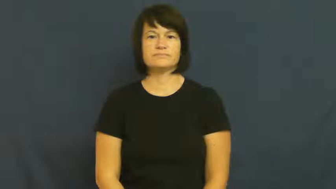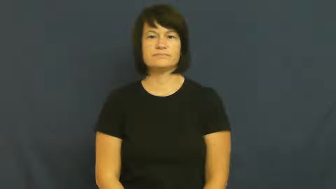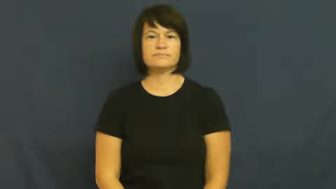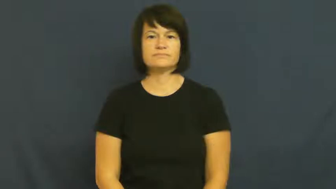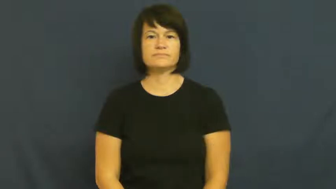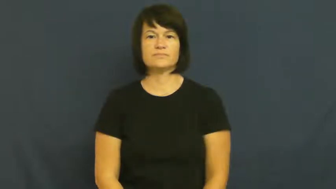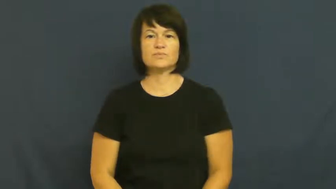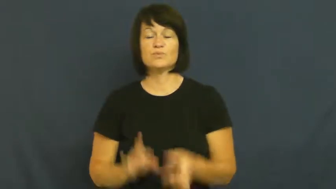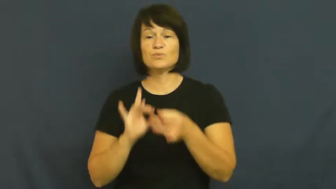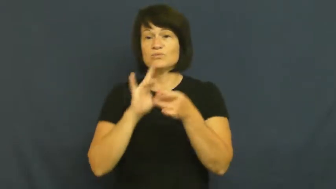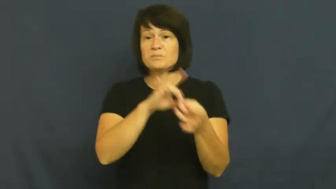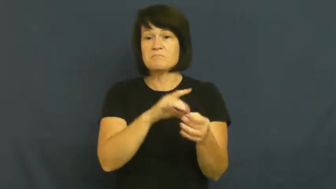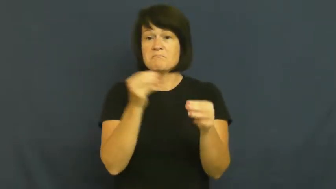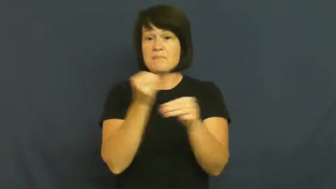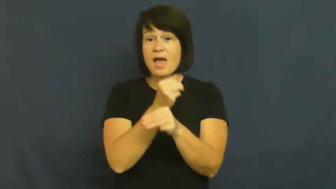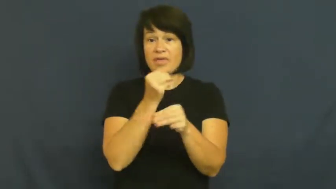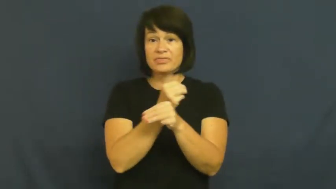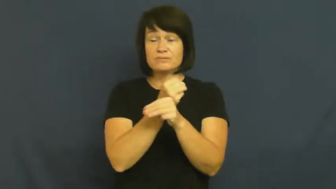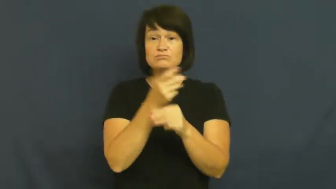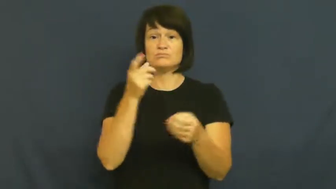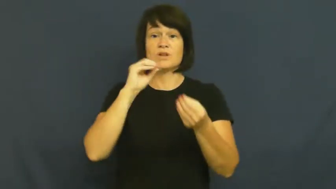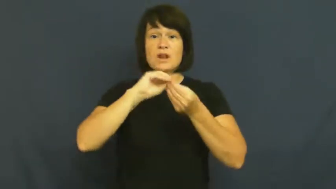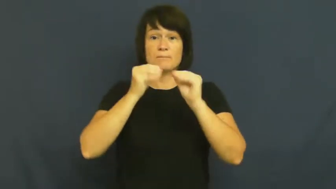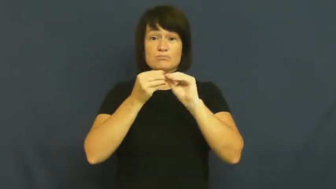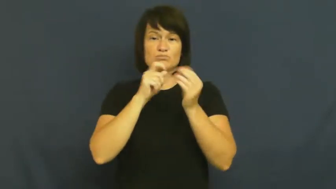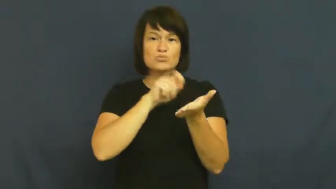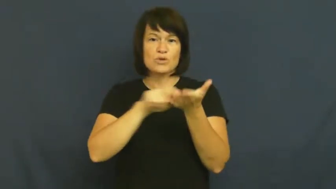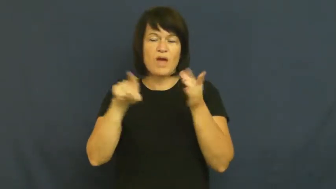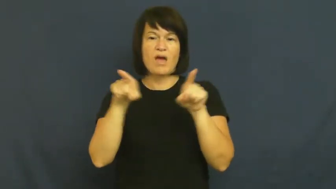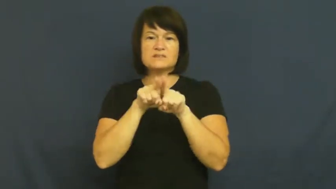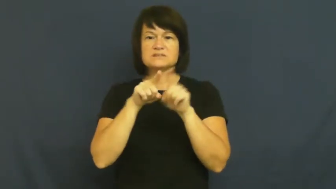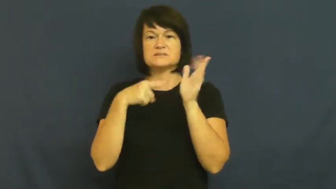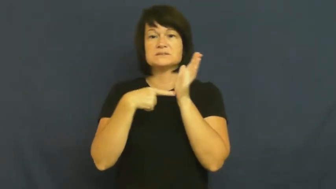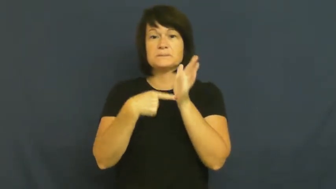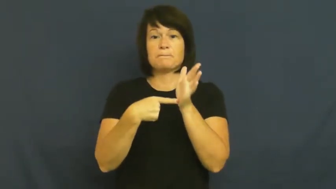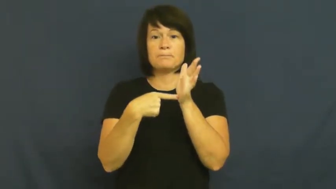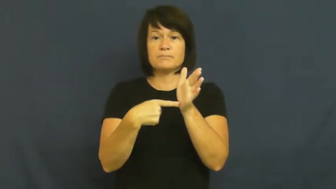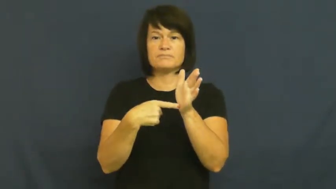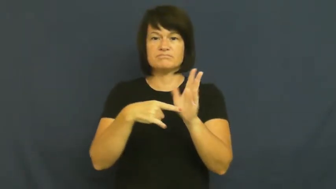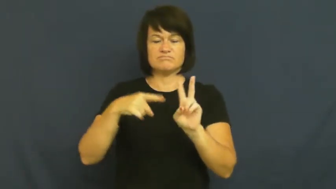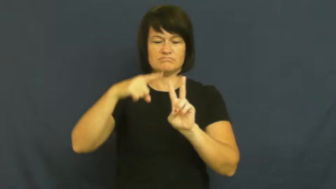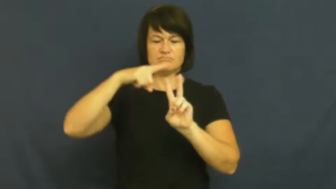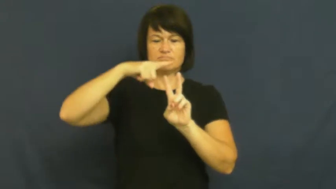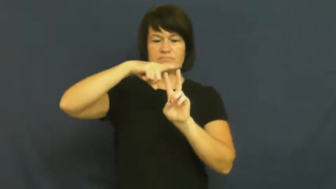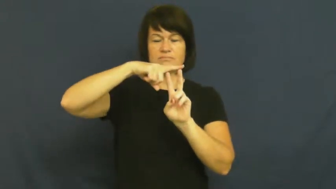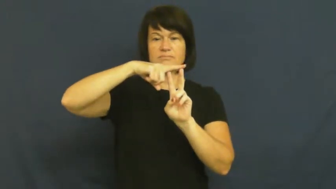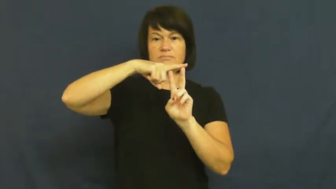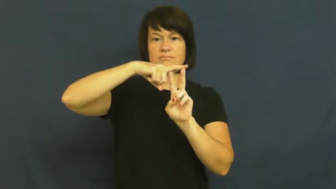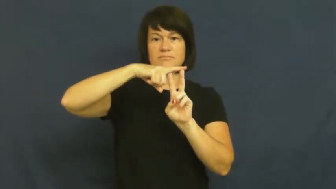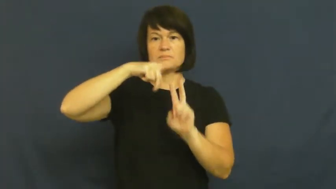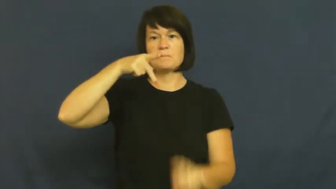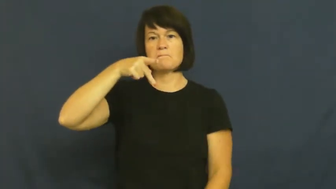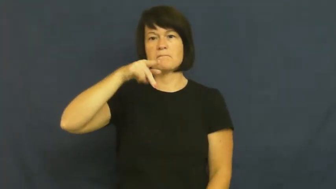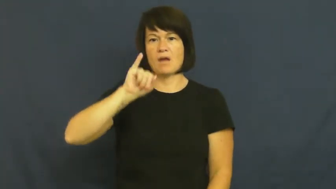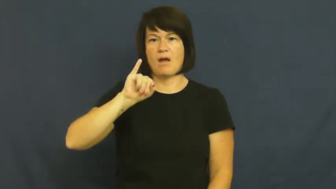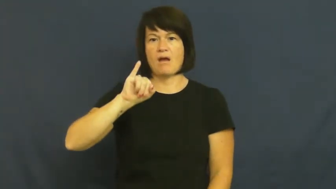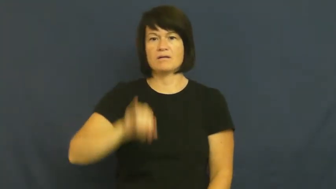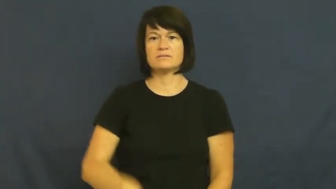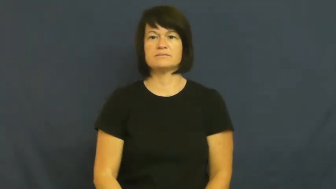pi